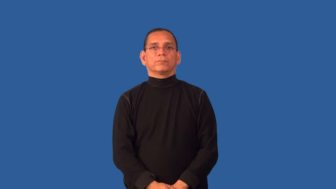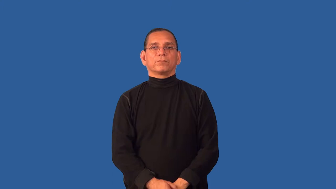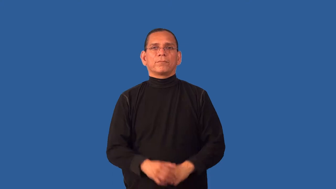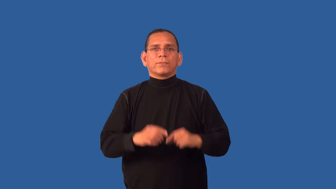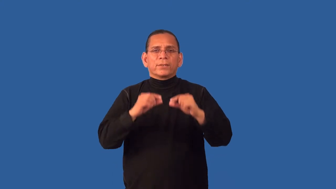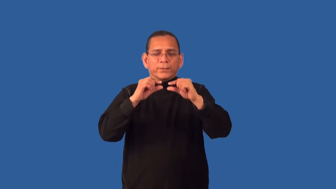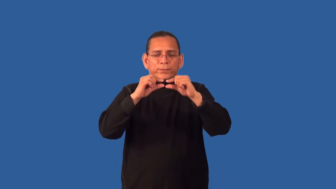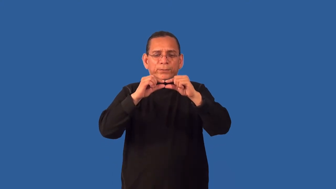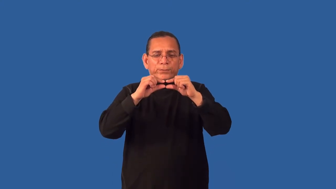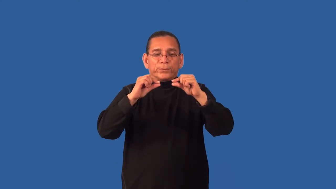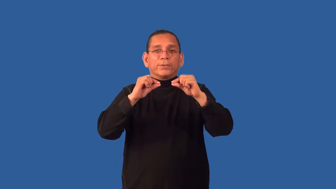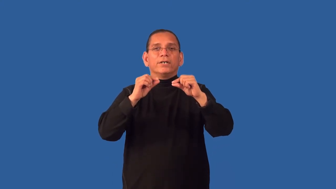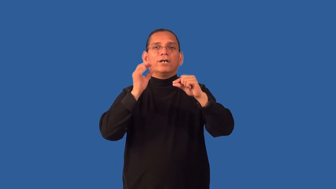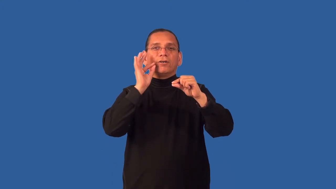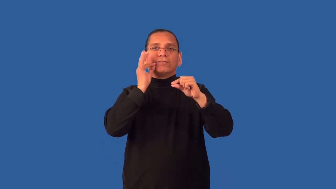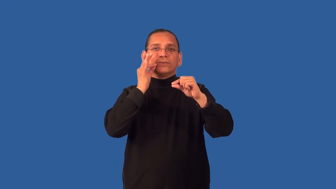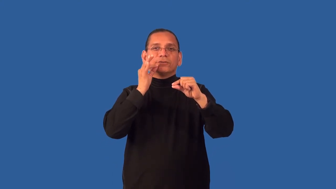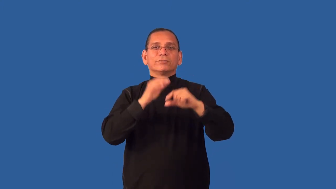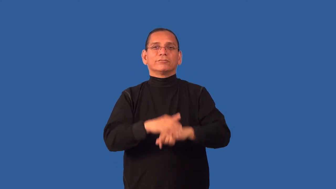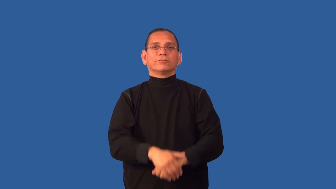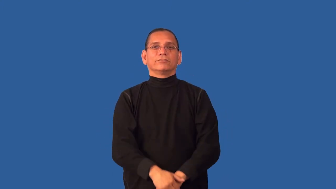date-fruit